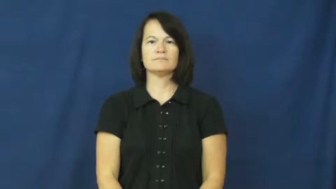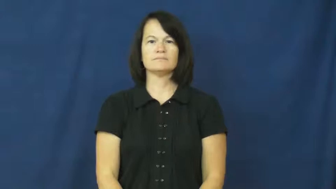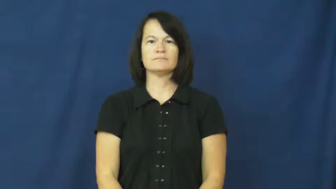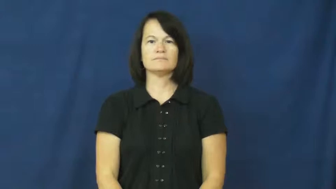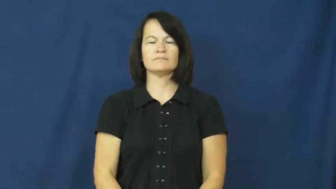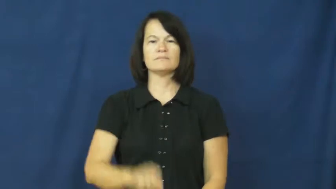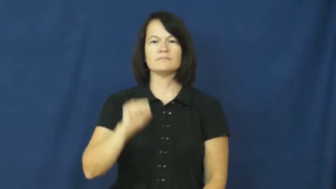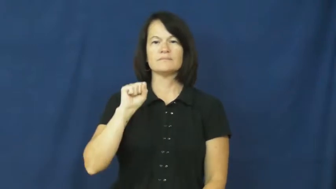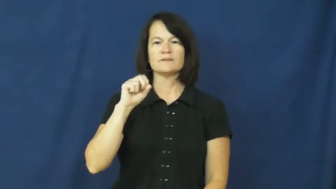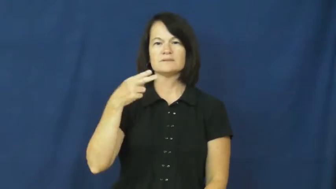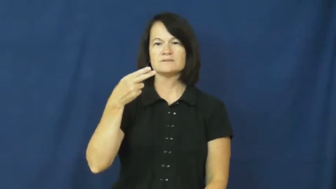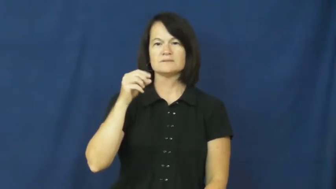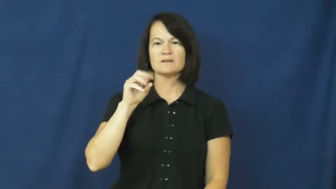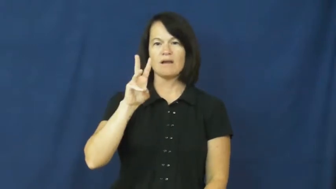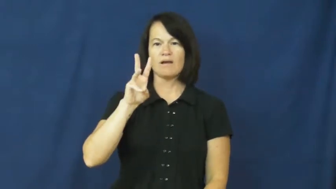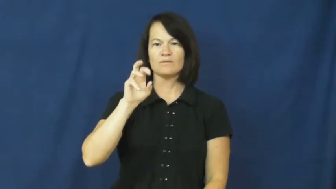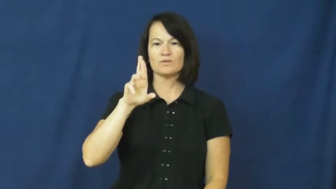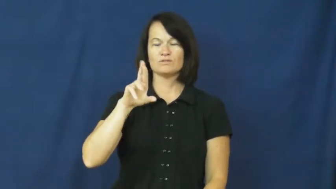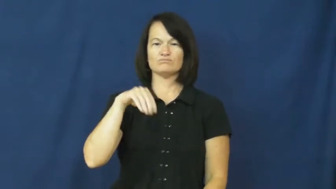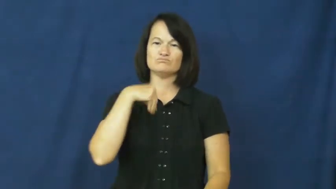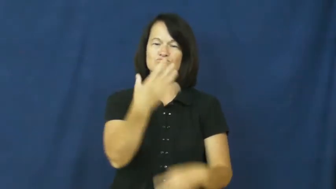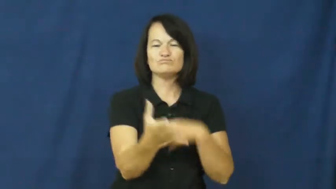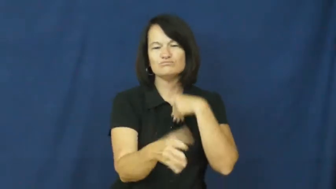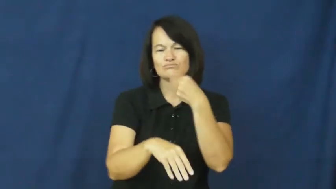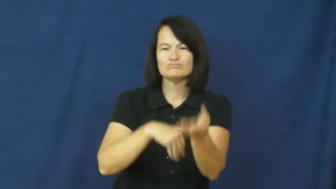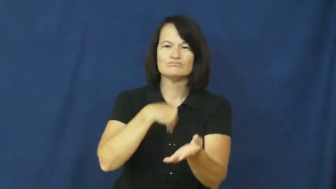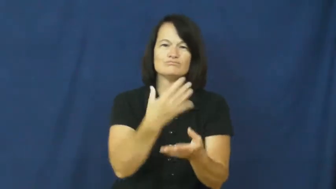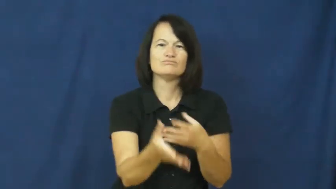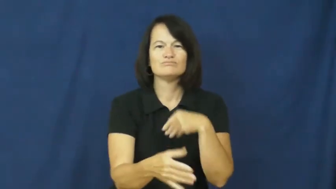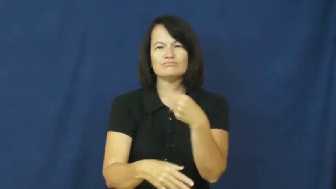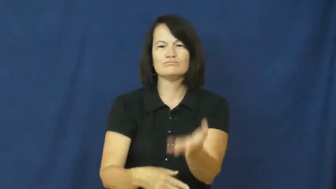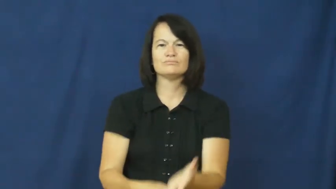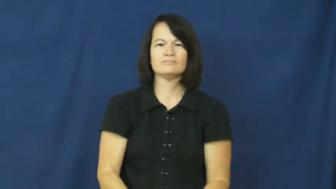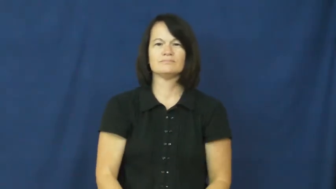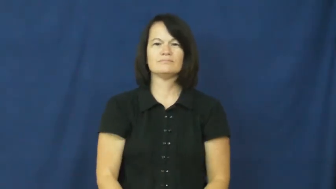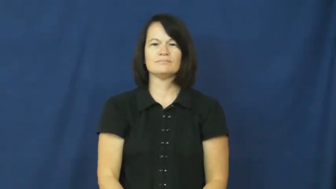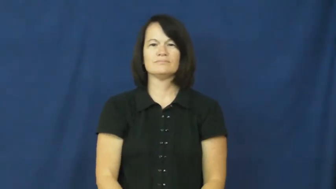shower-give a lot